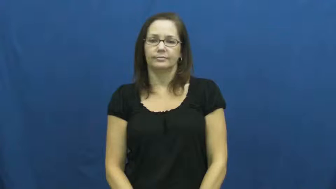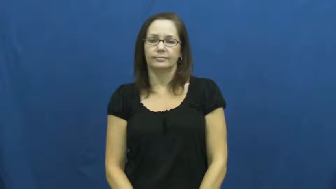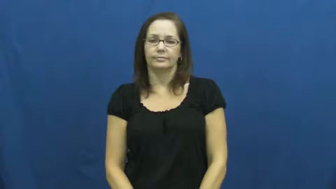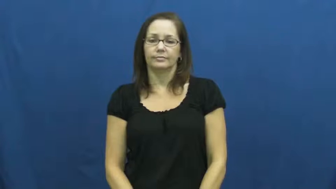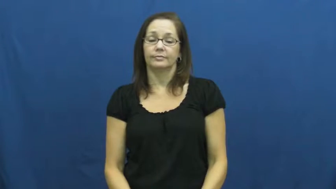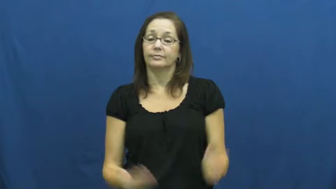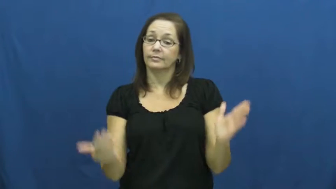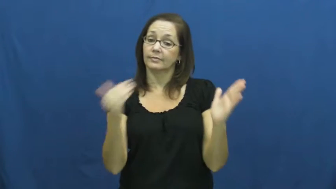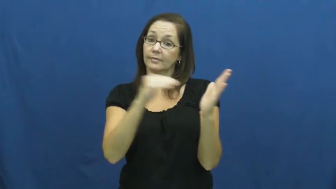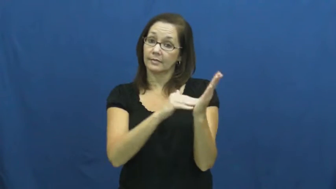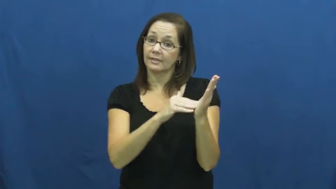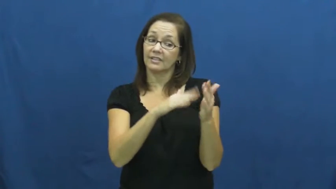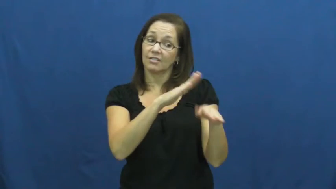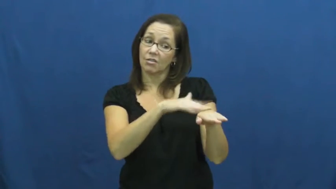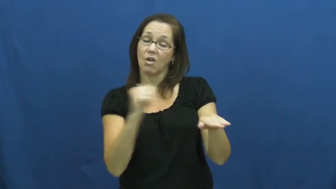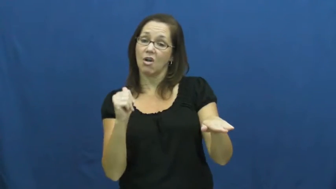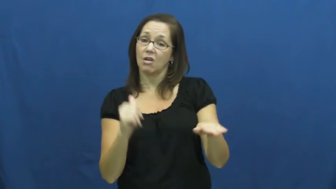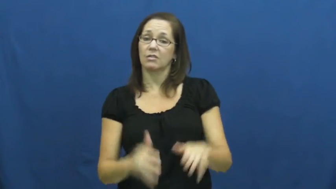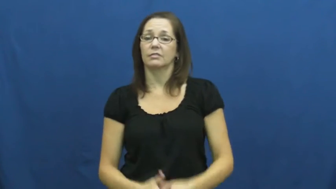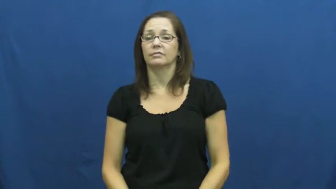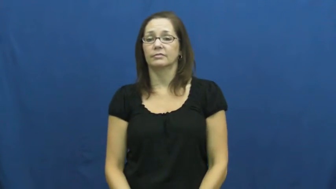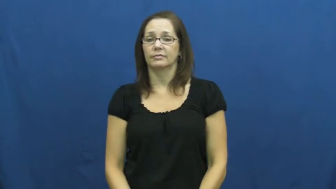recall-summon